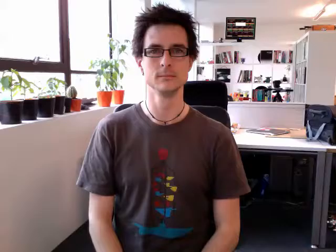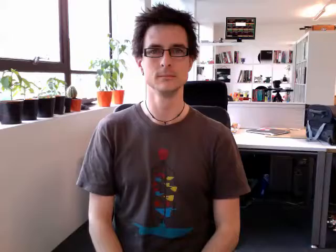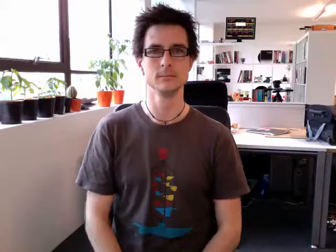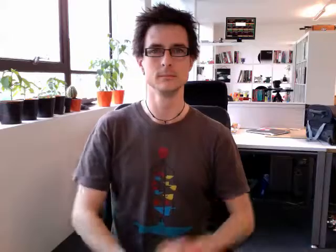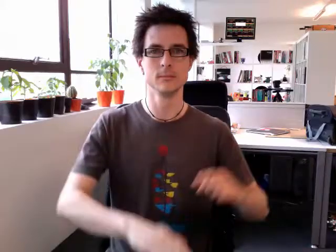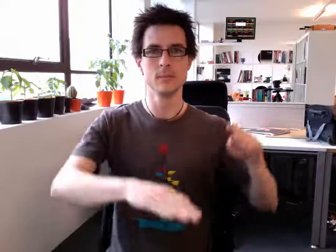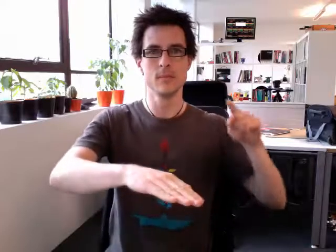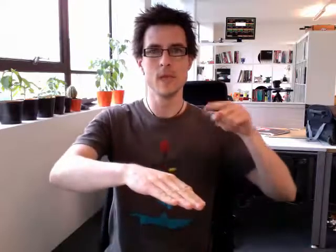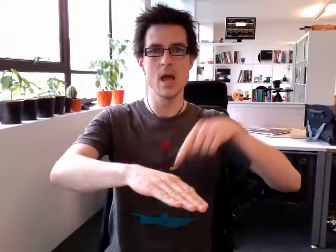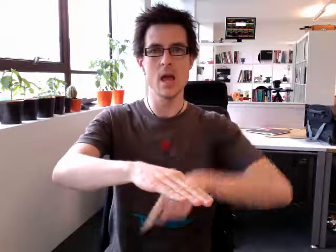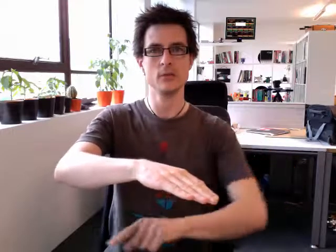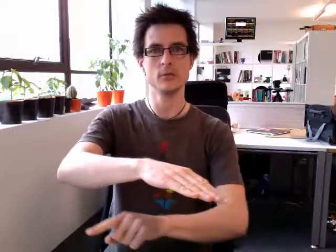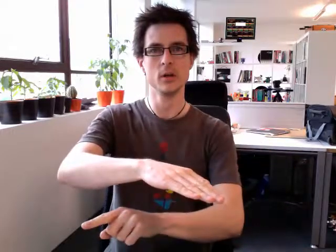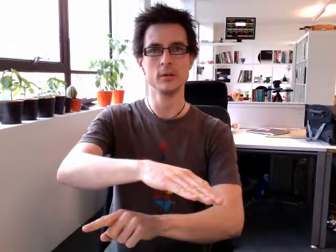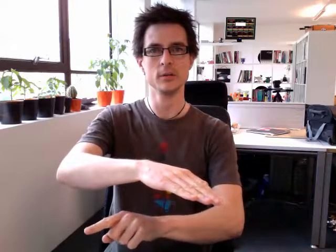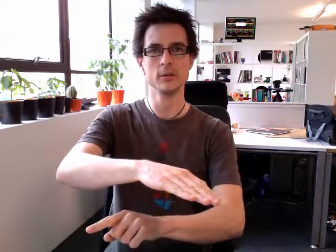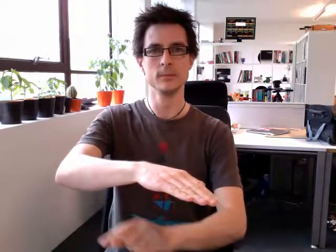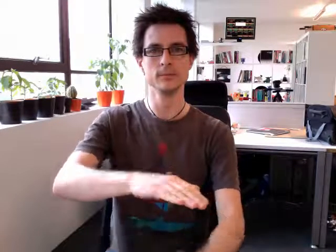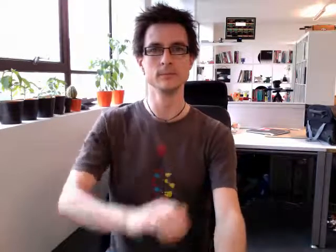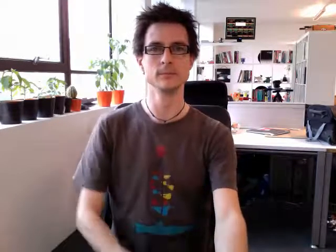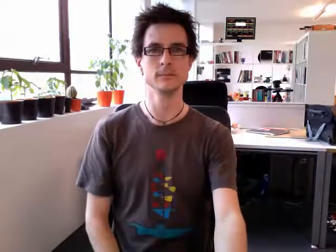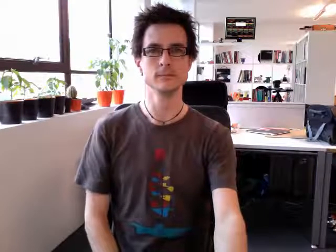entrance